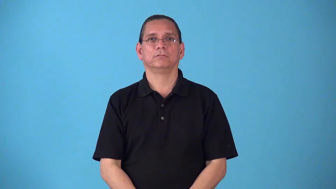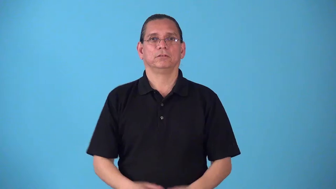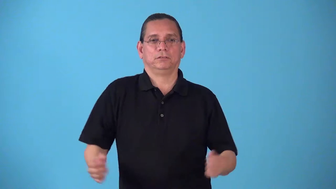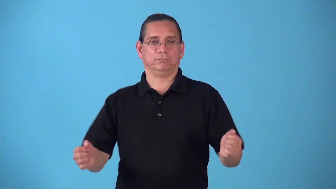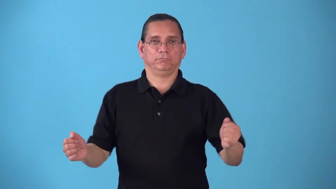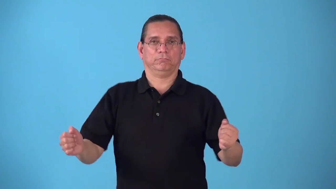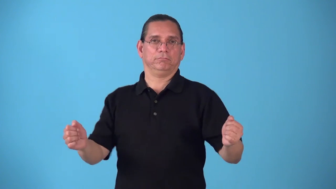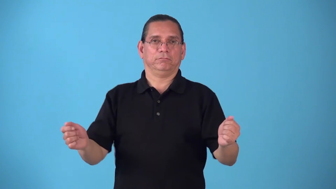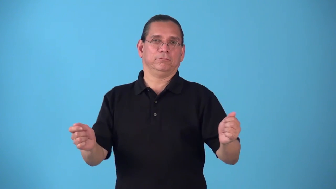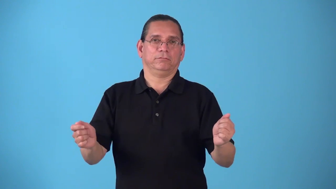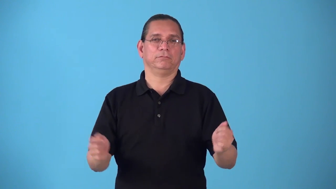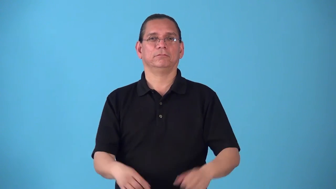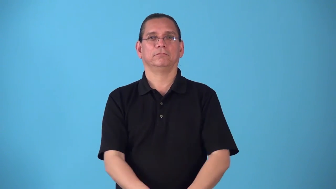shimmy-shaky dance